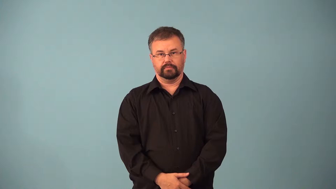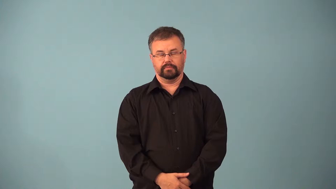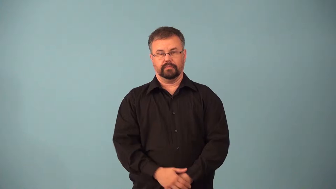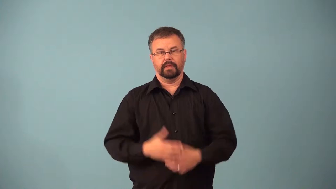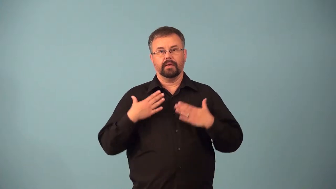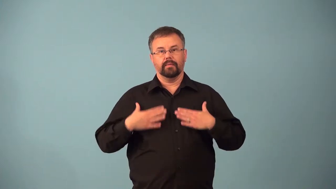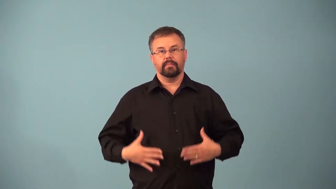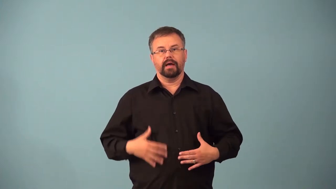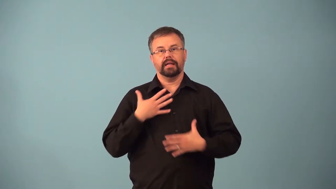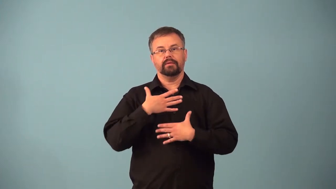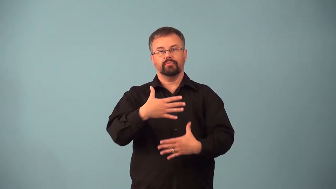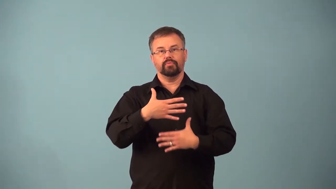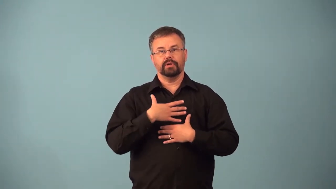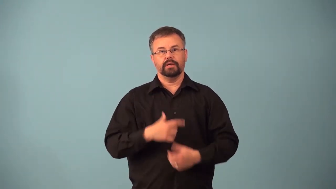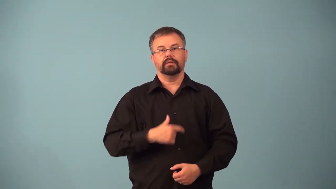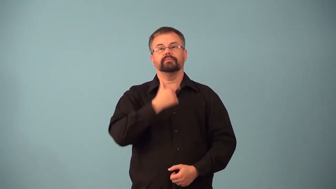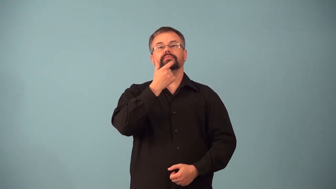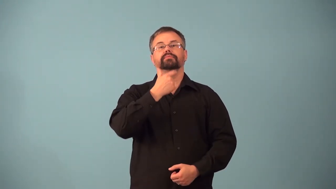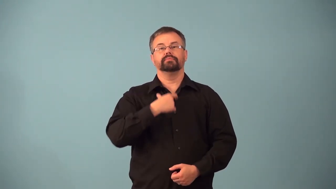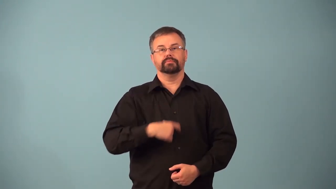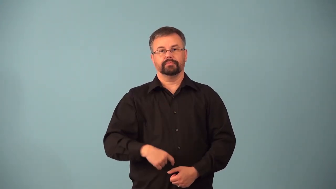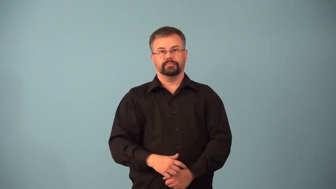airway-body